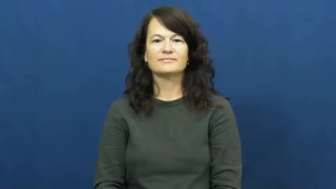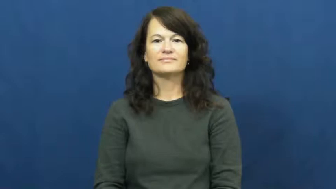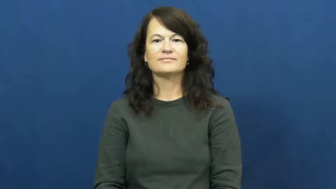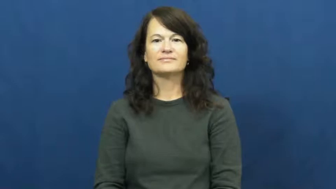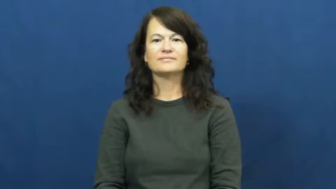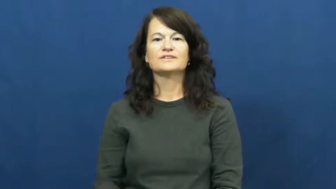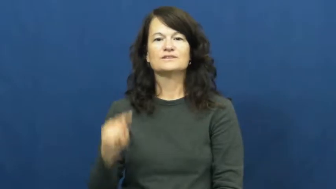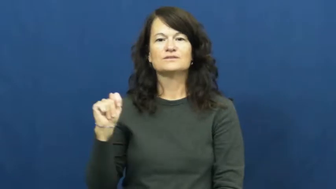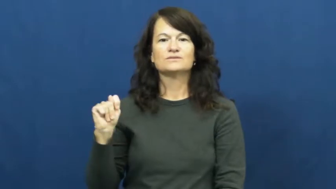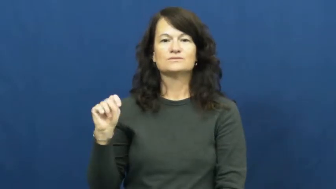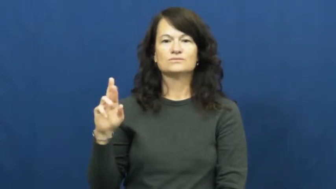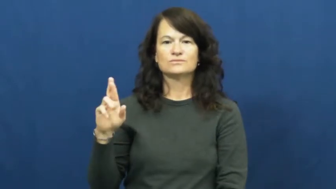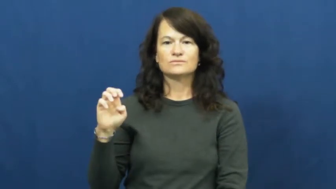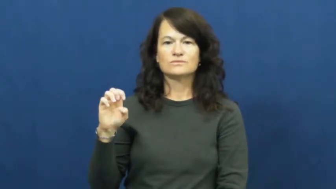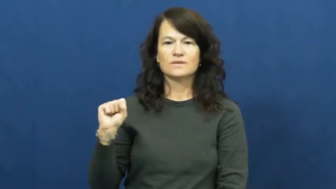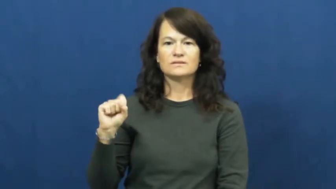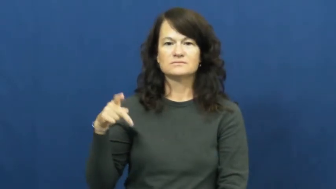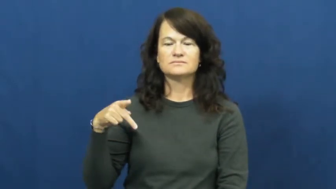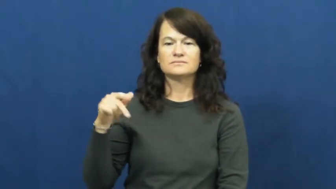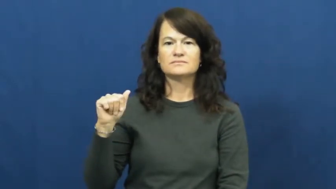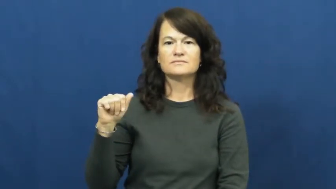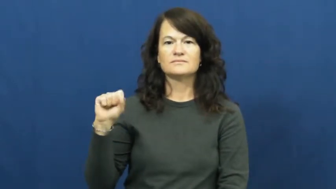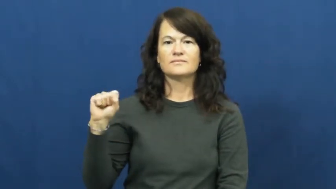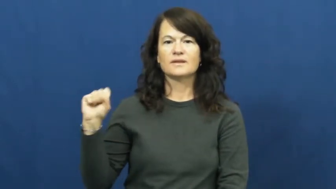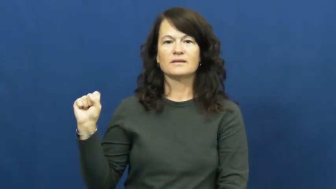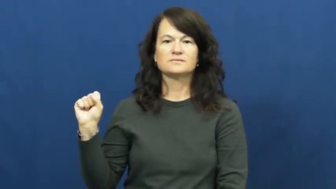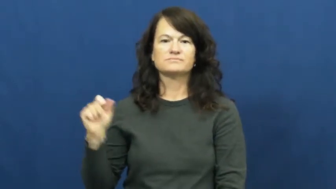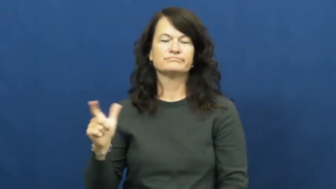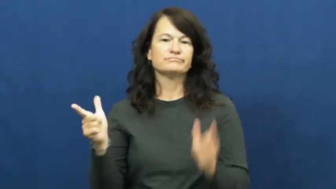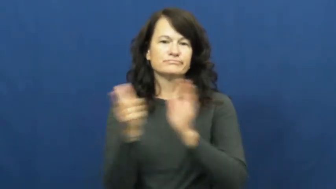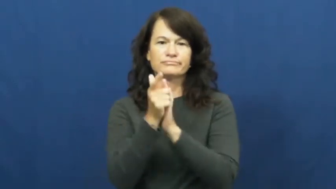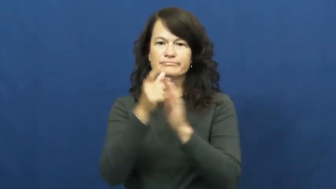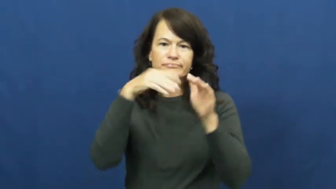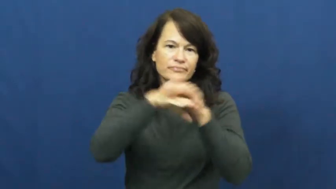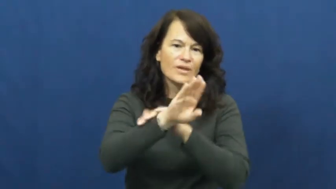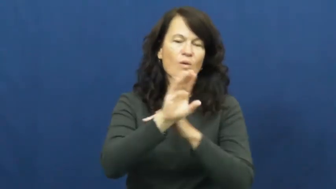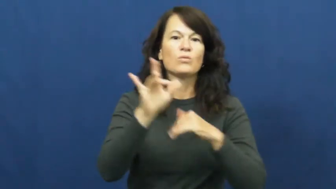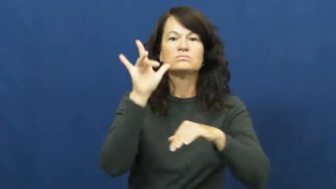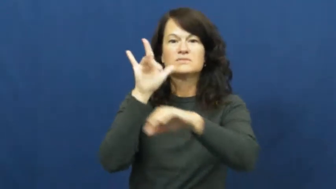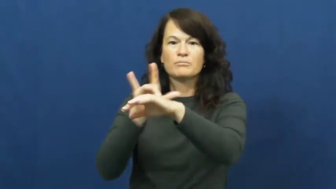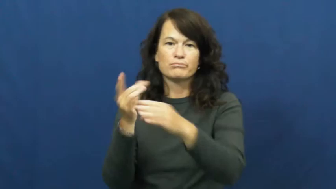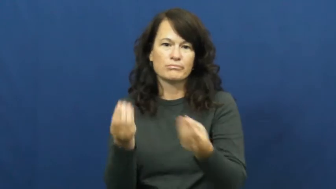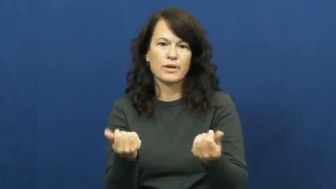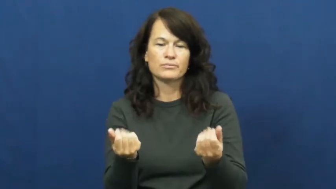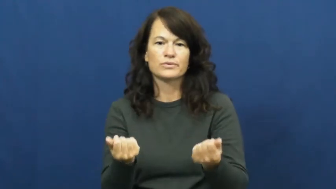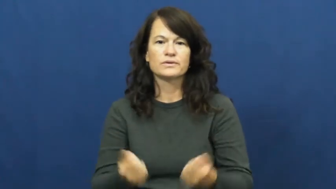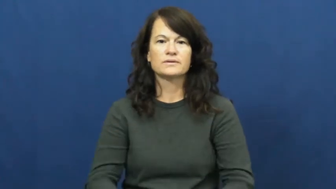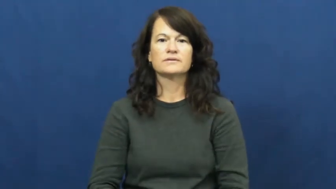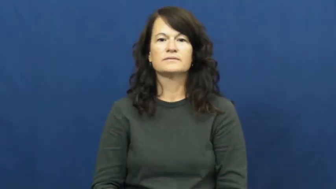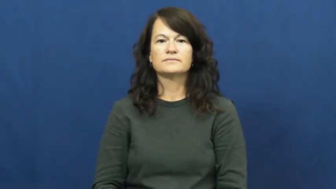trespass